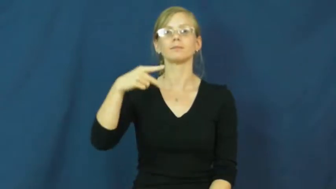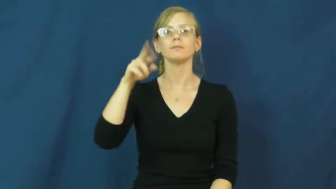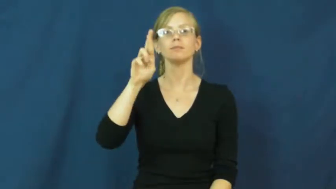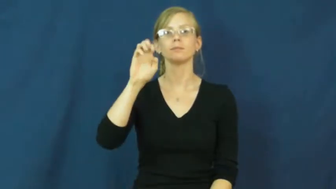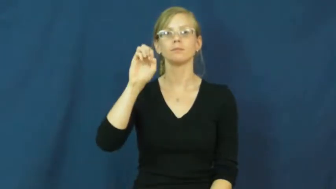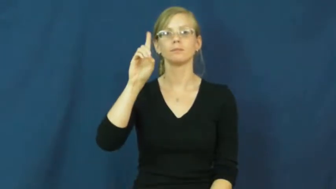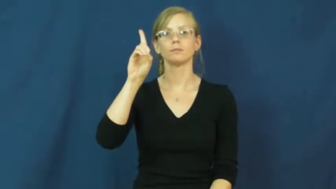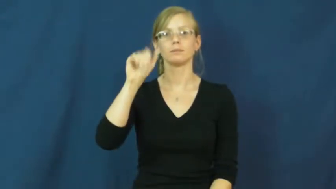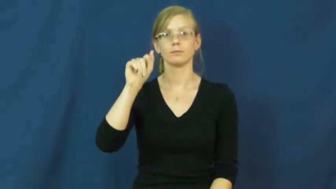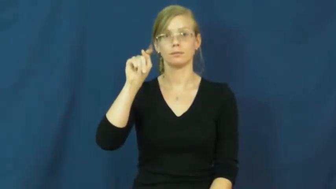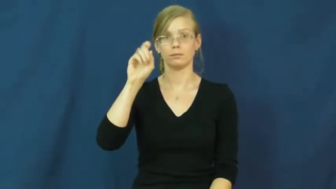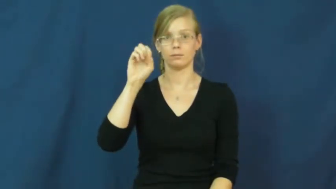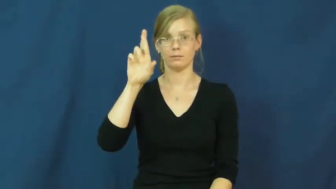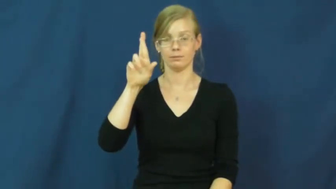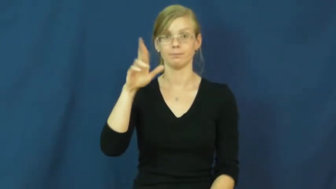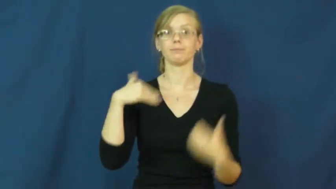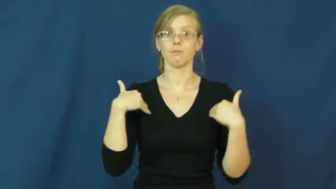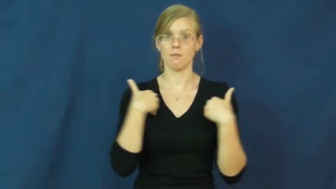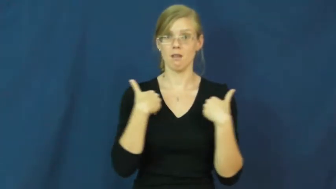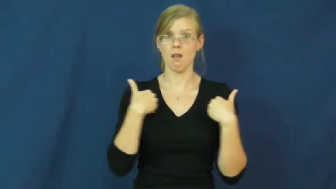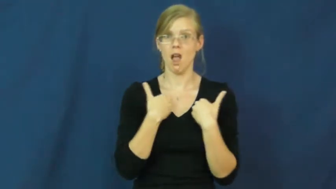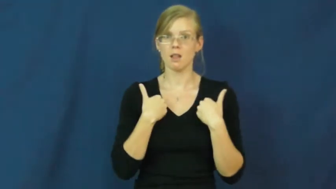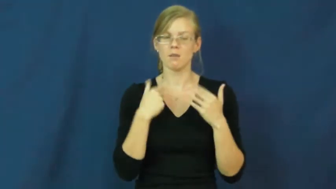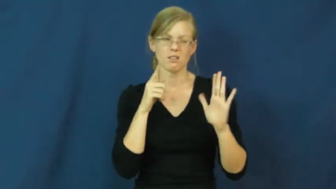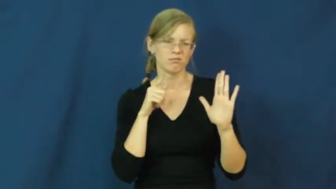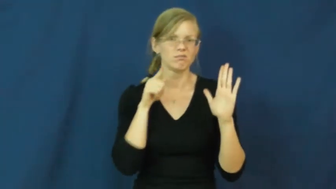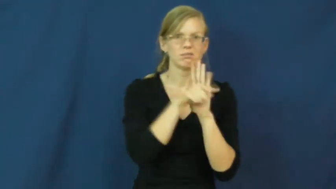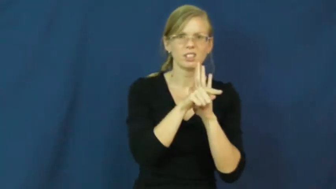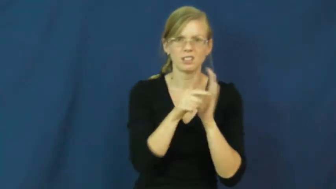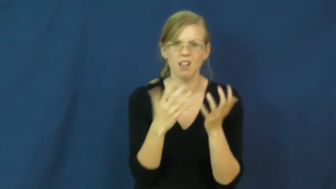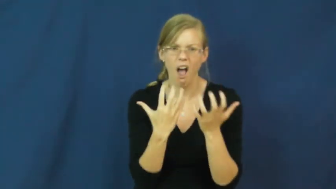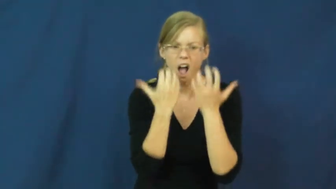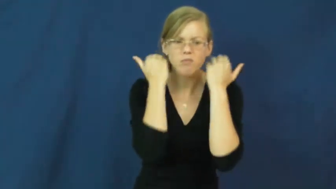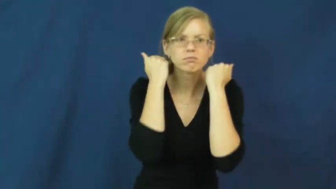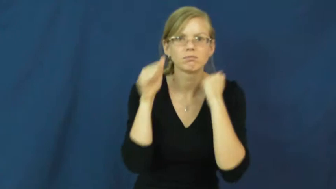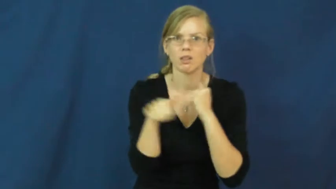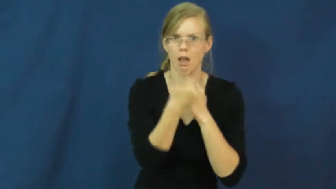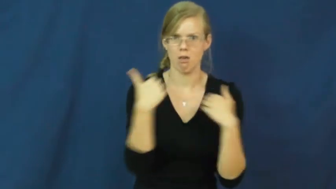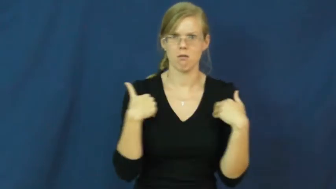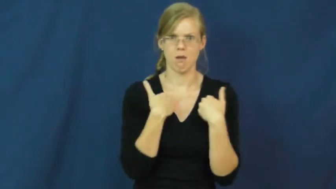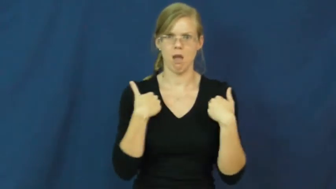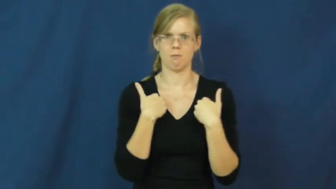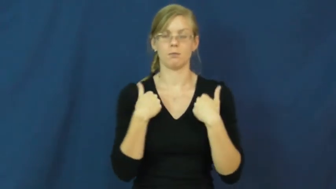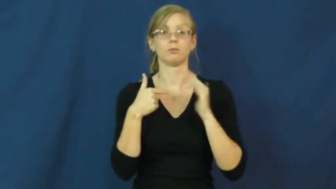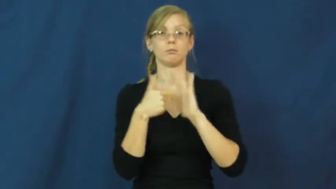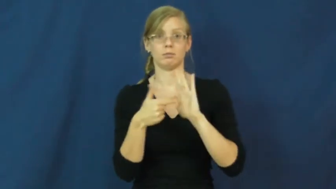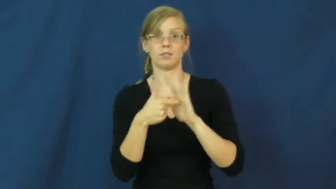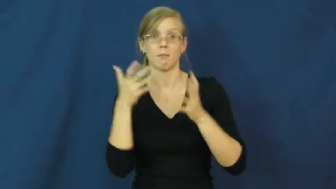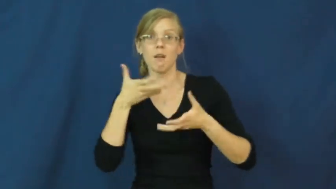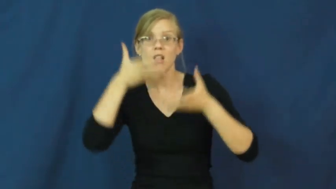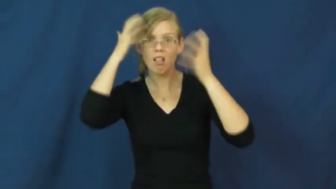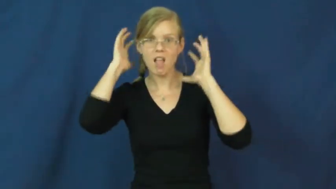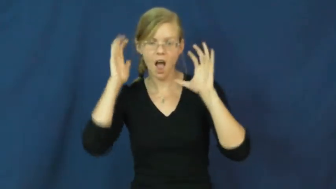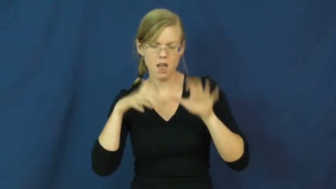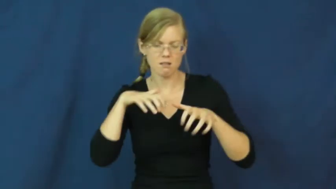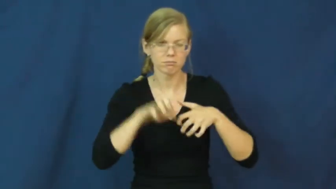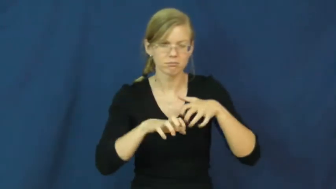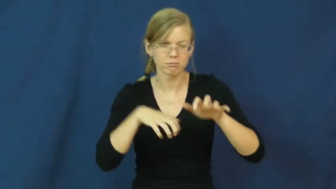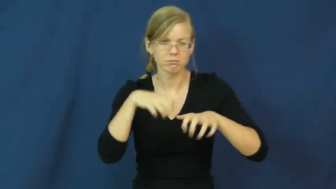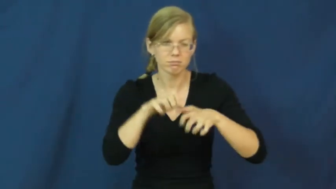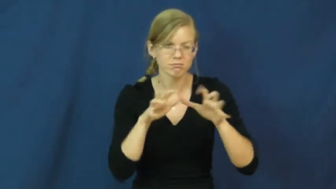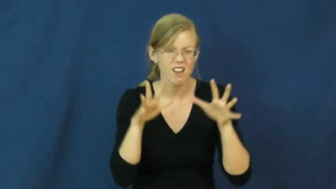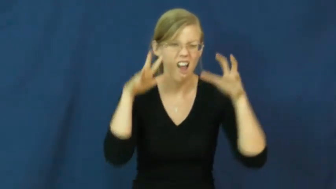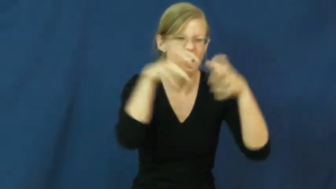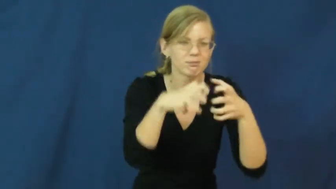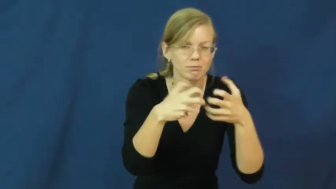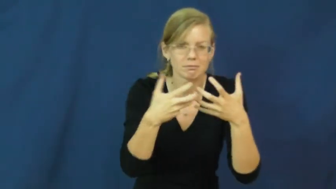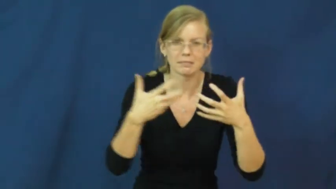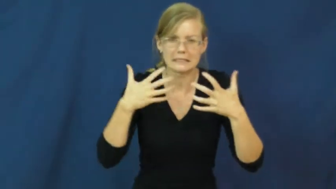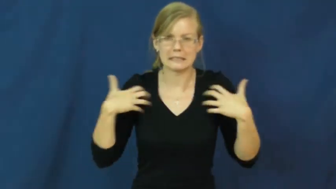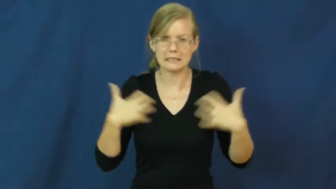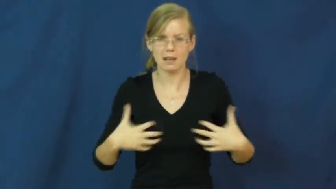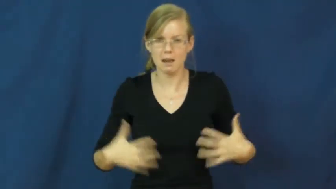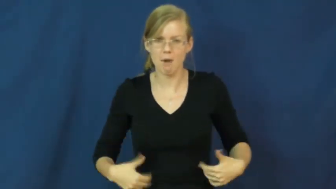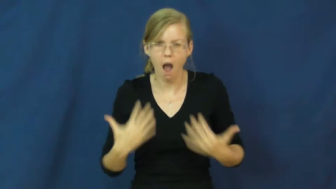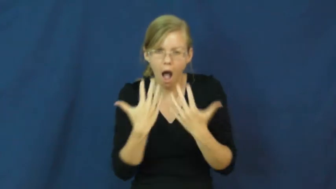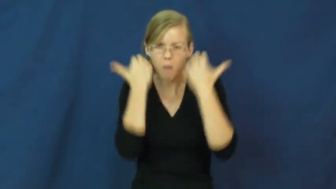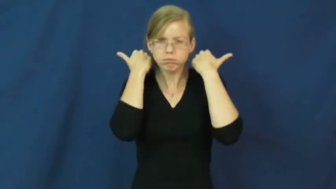predator